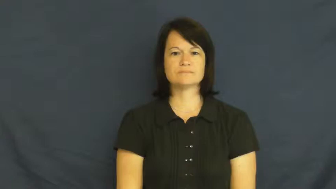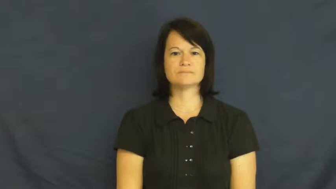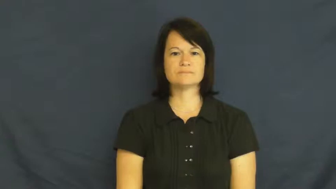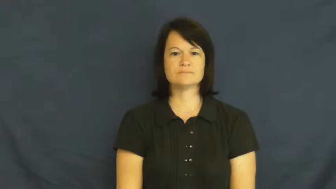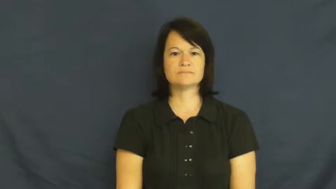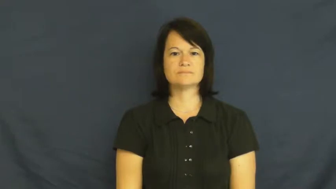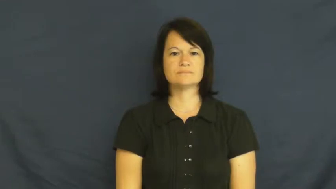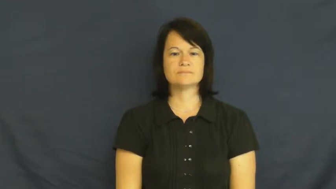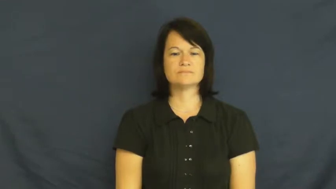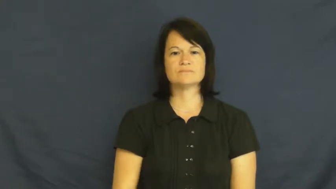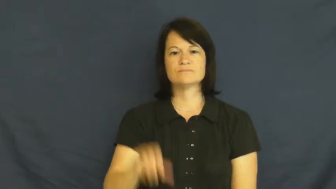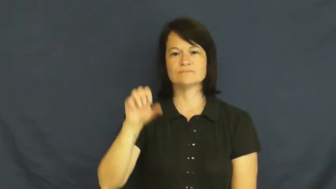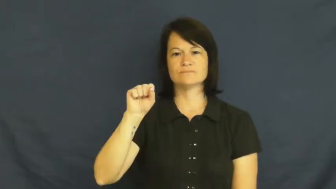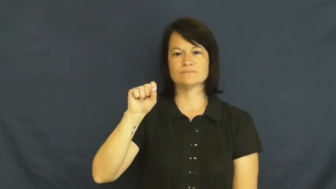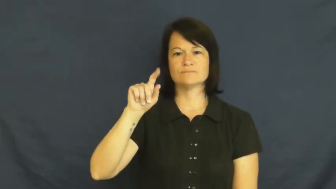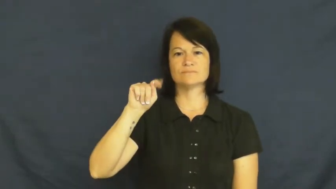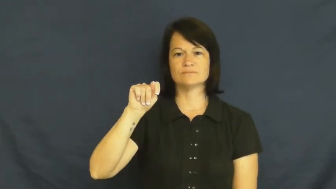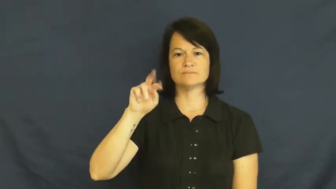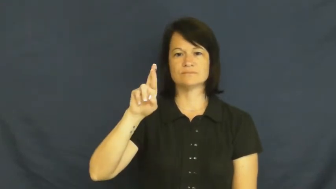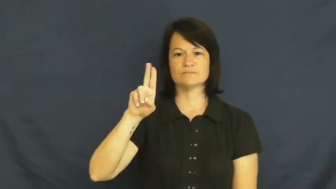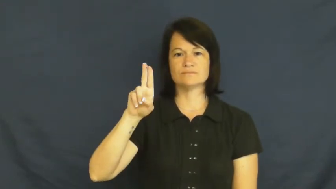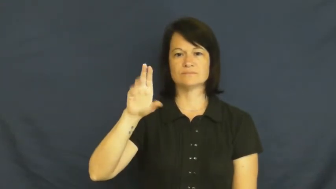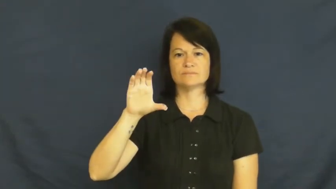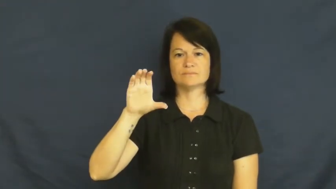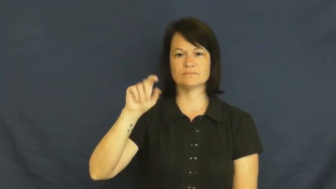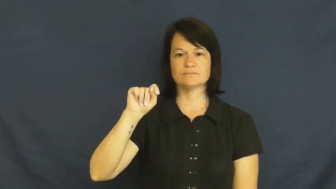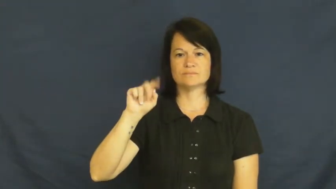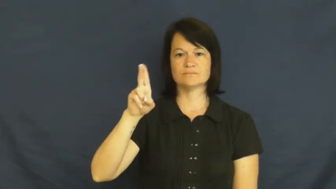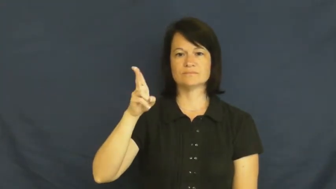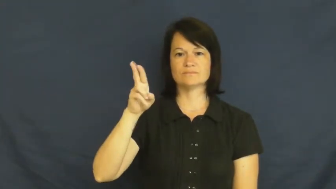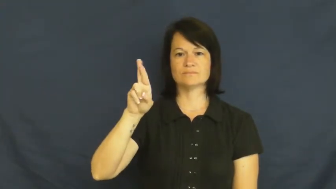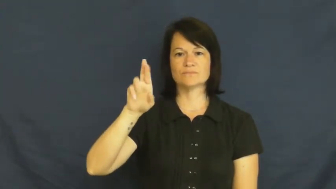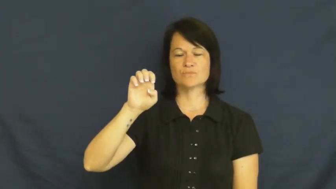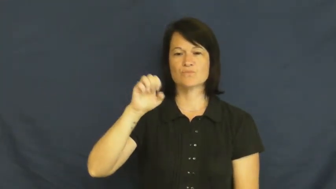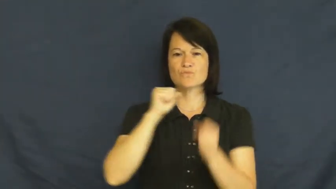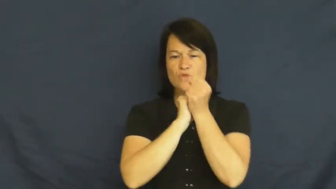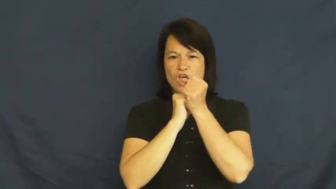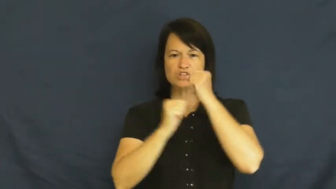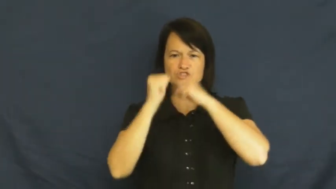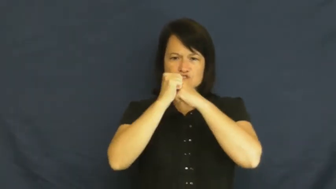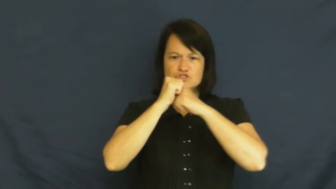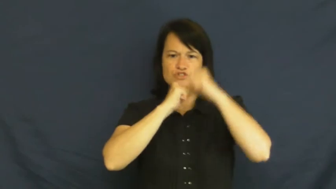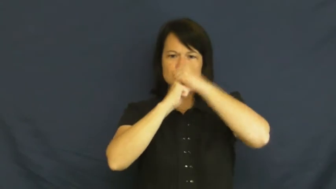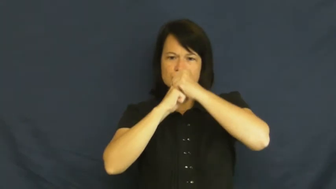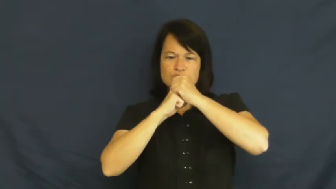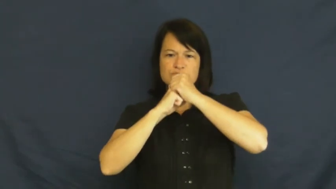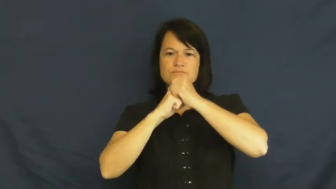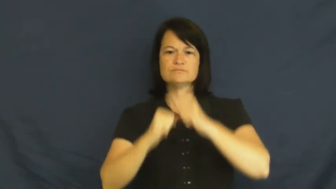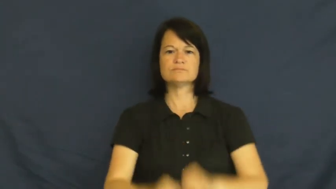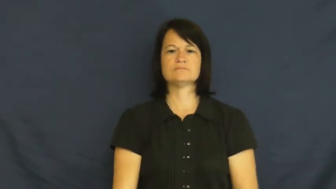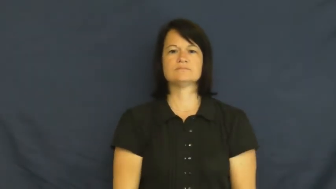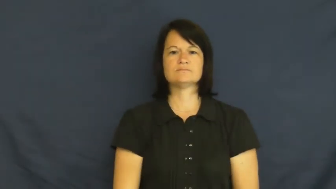structure-organization